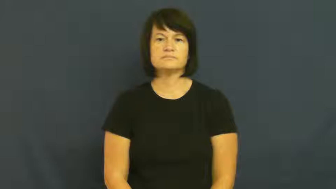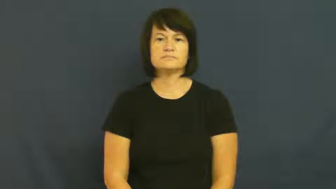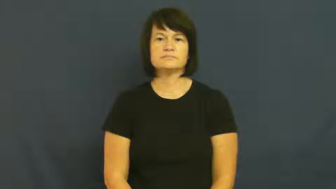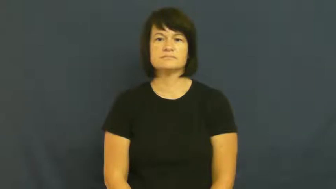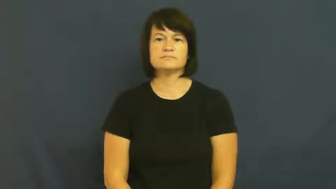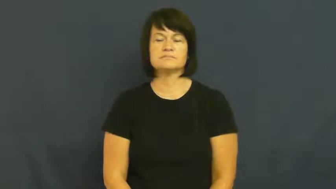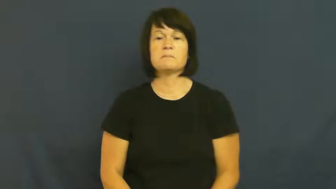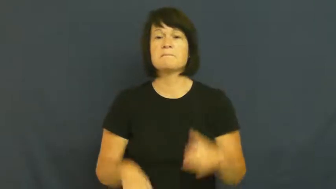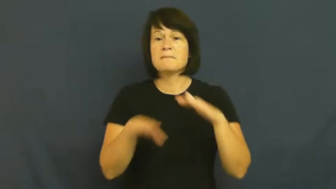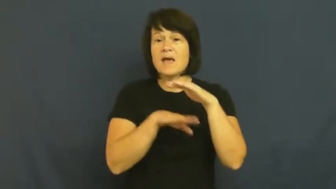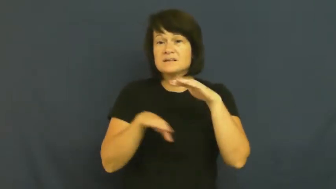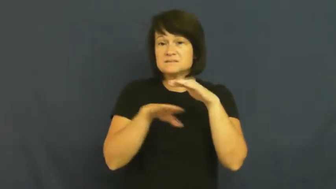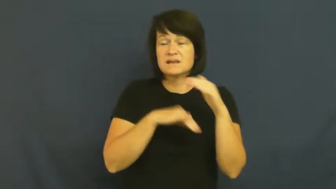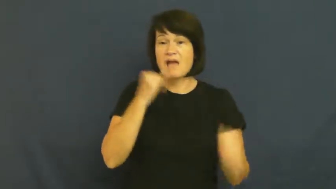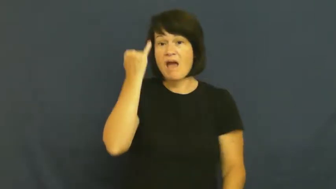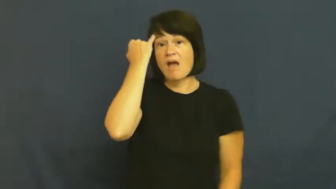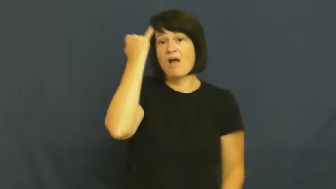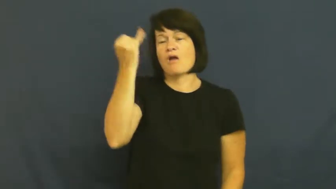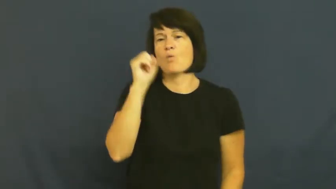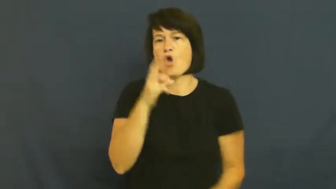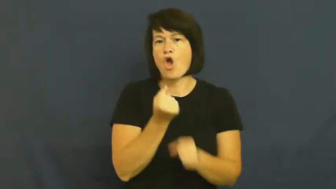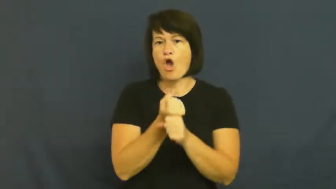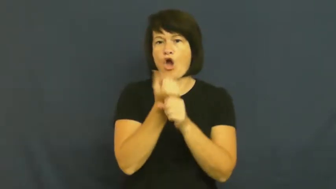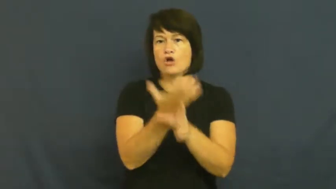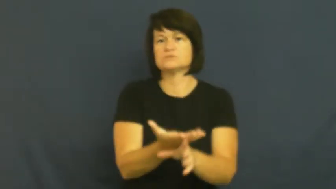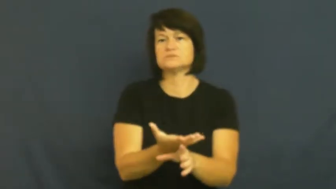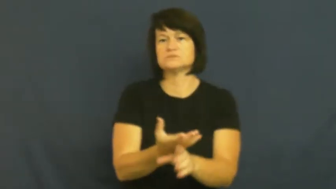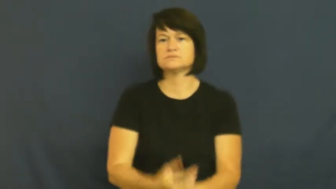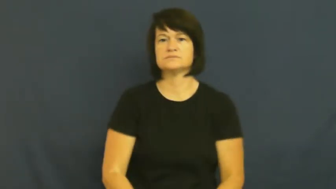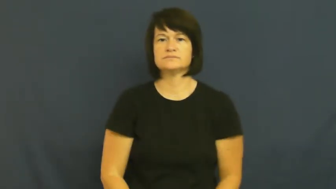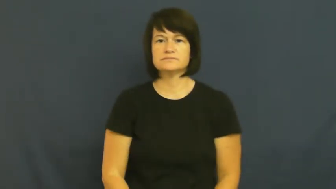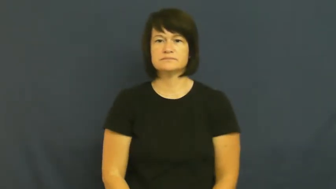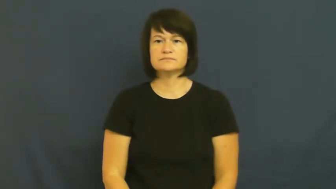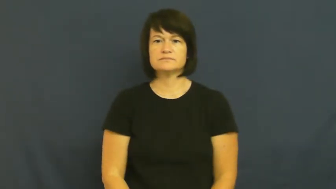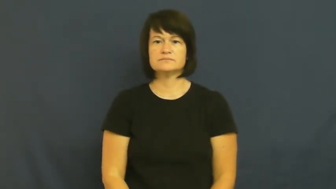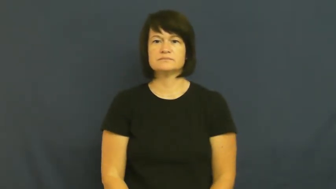root-source